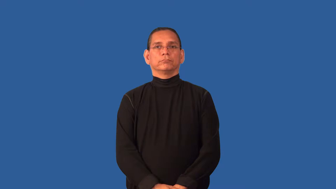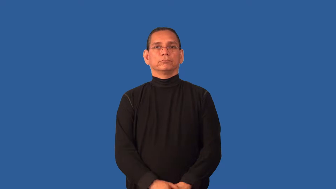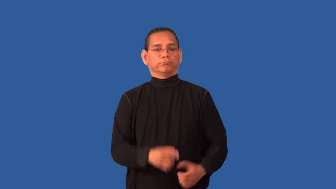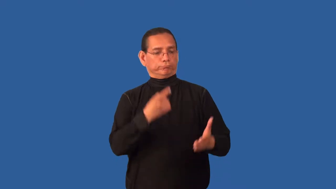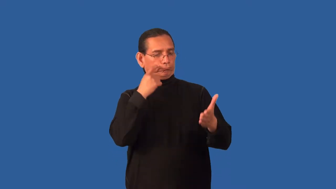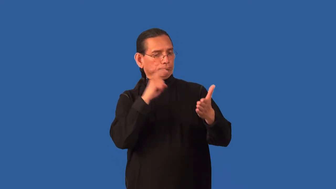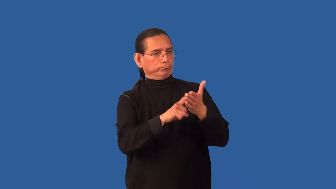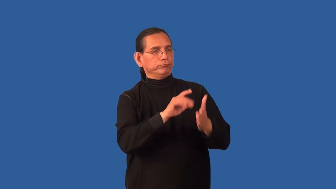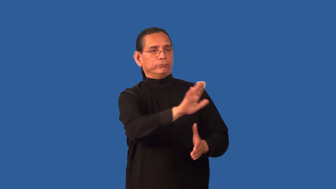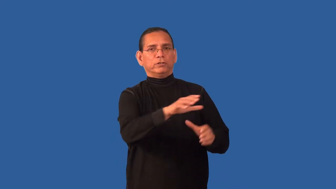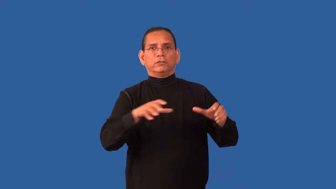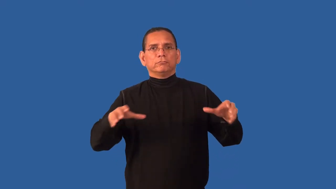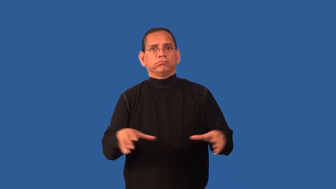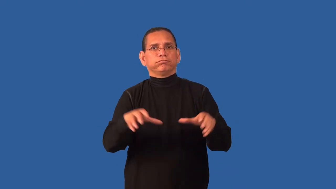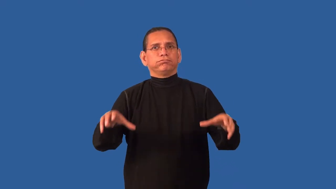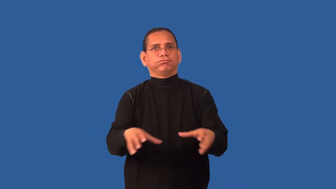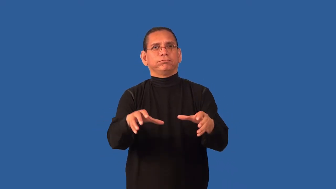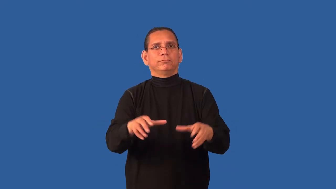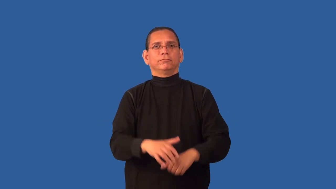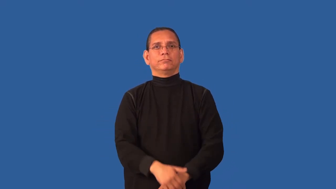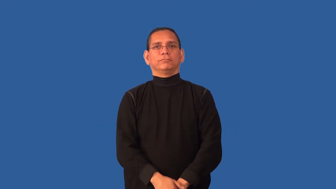credit-responsible for something good